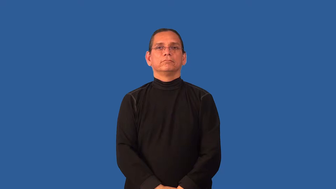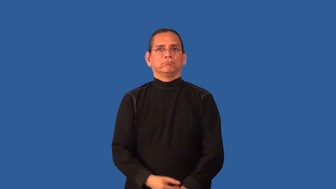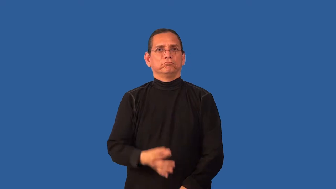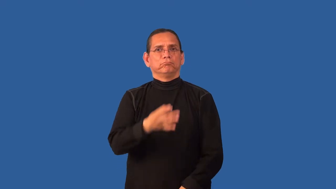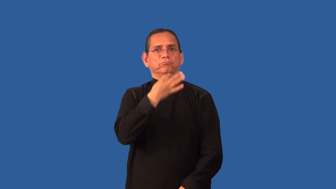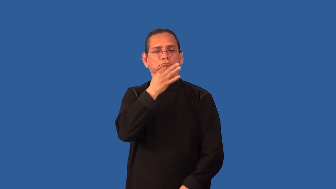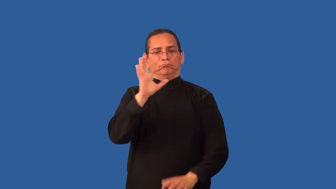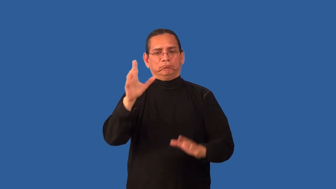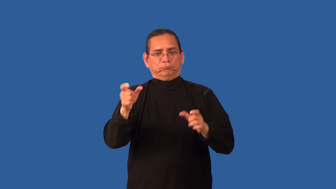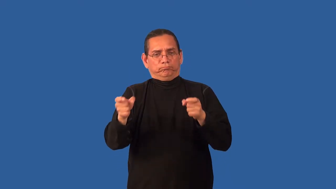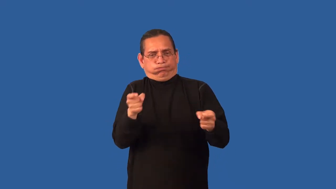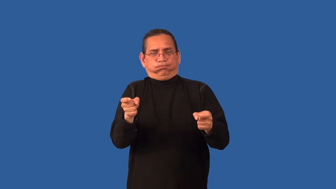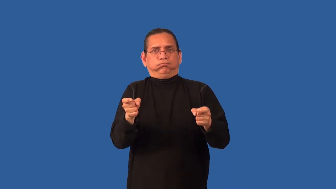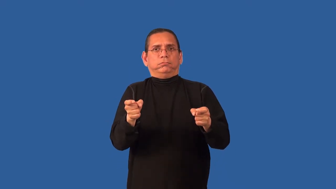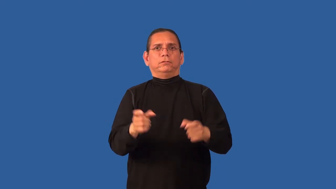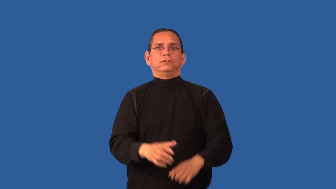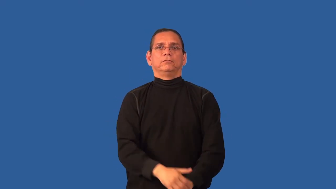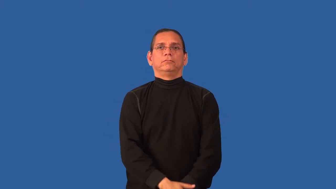command-ability to contol